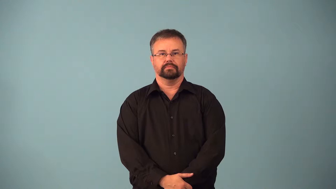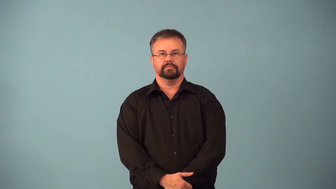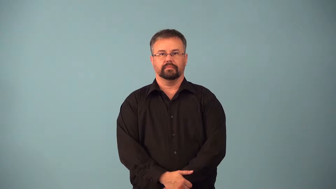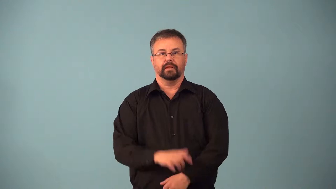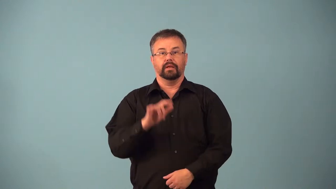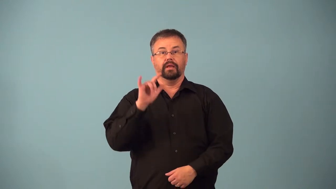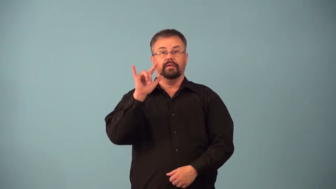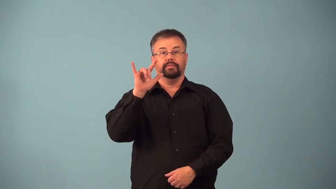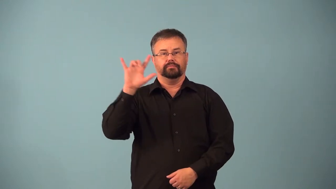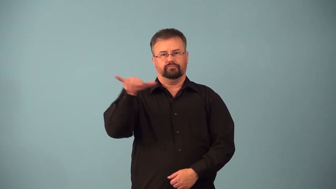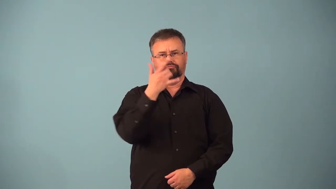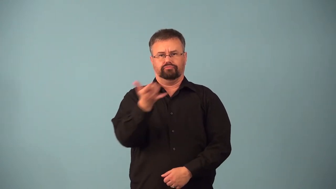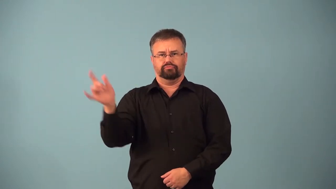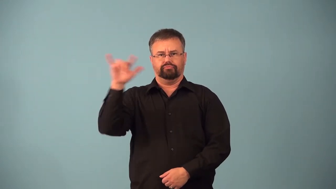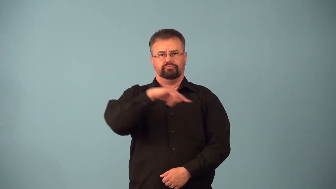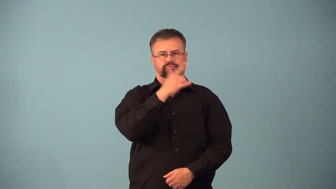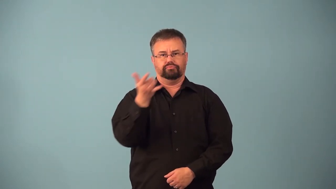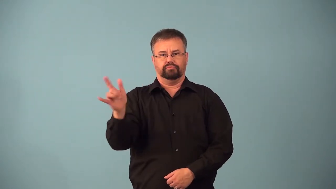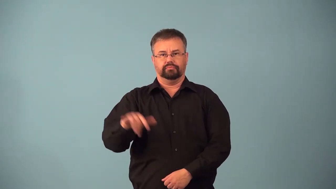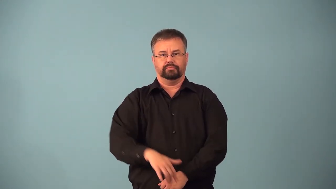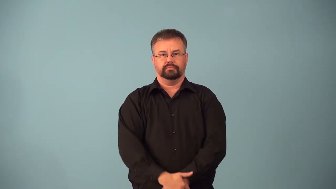aerobatic